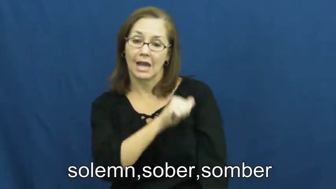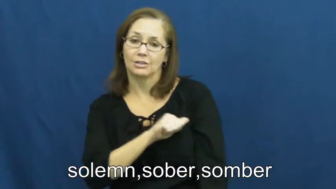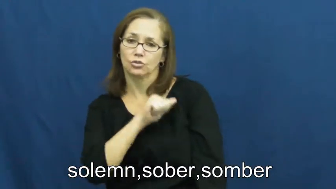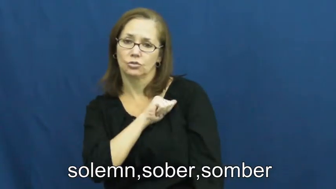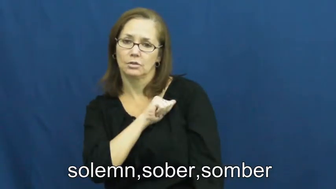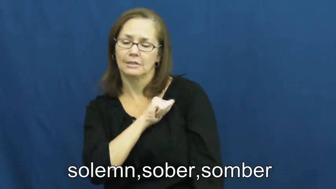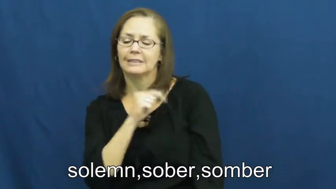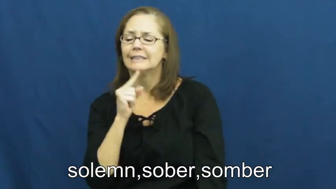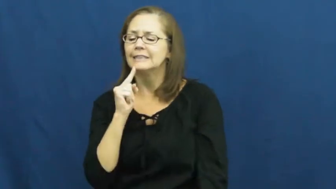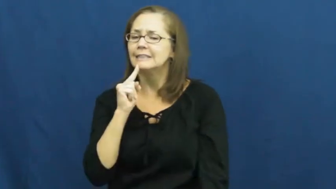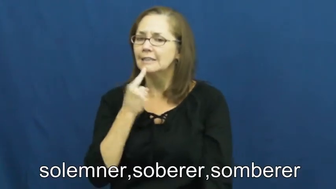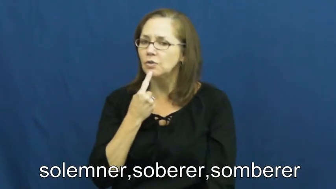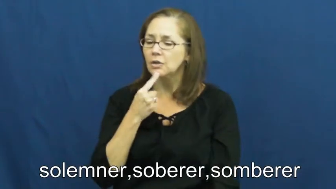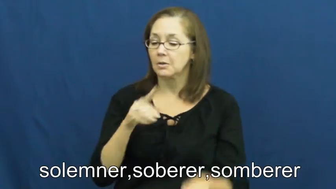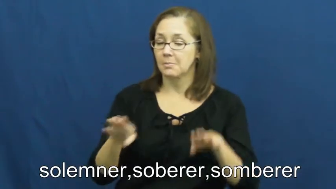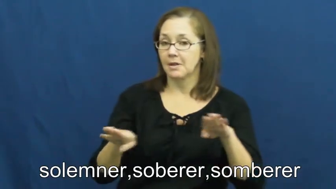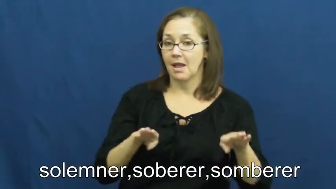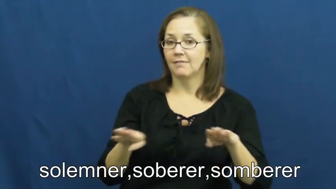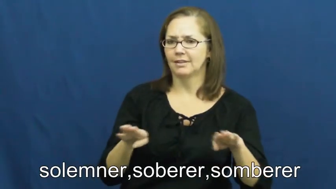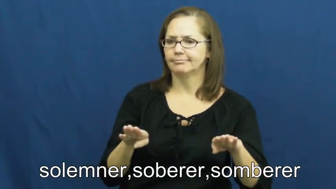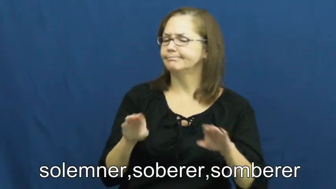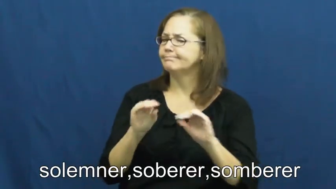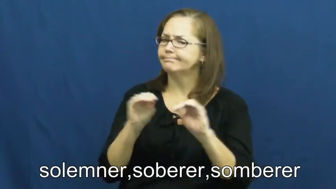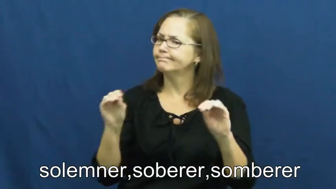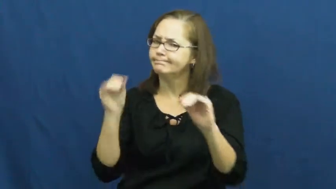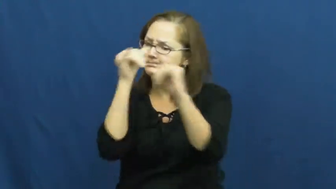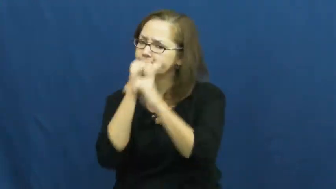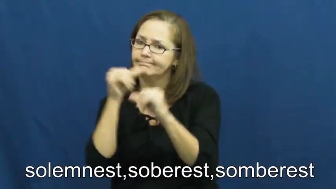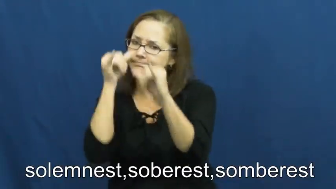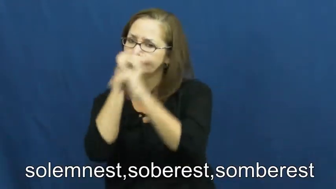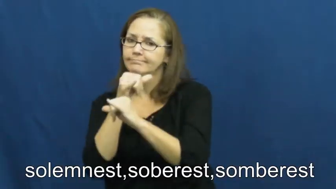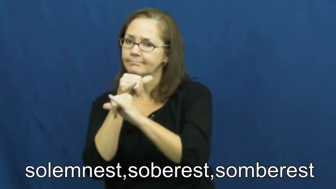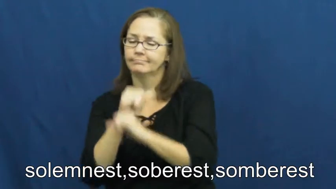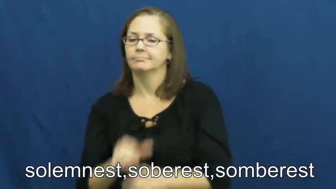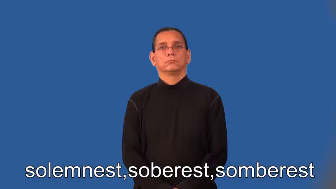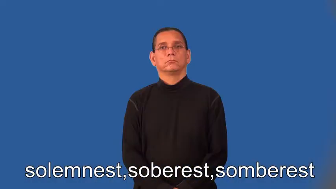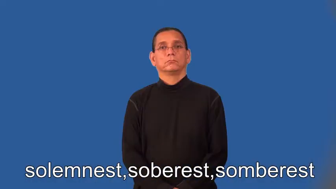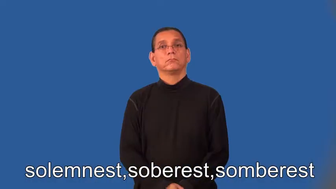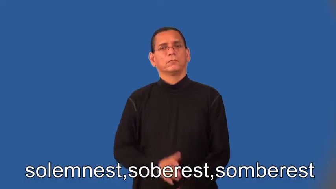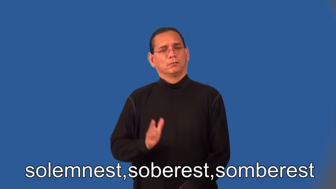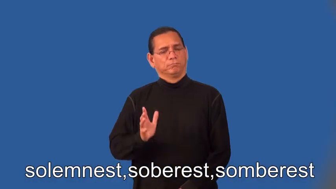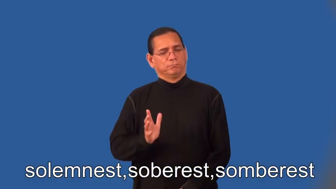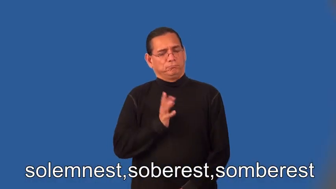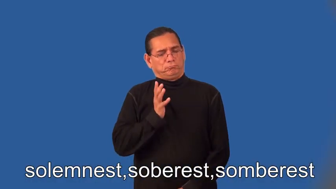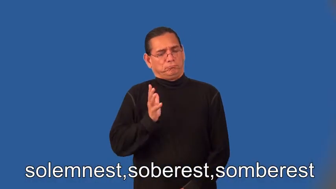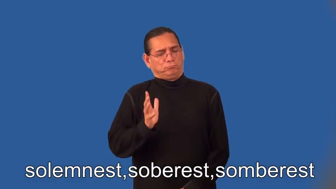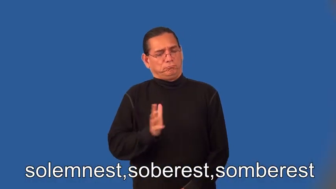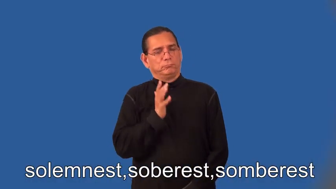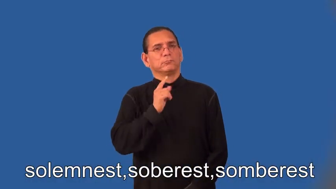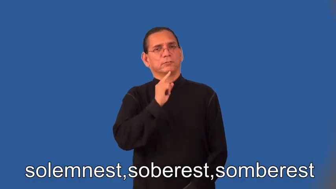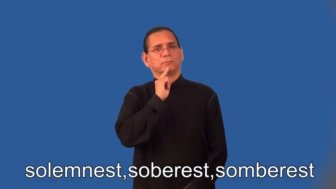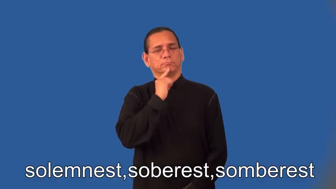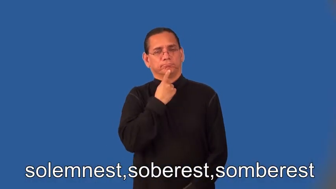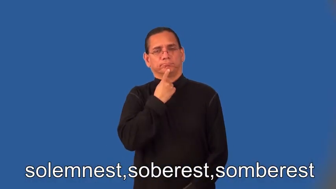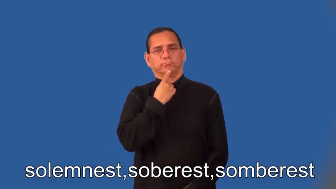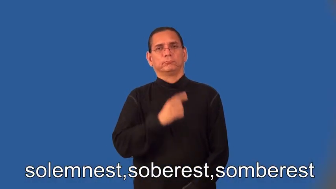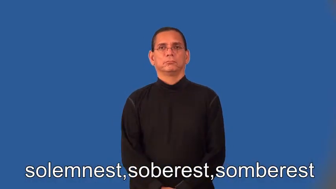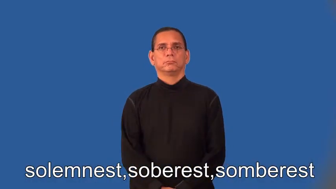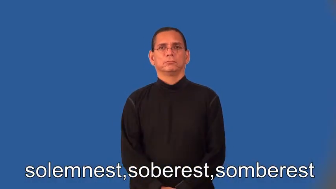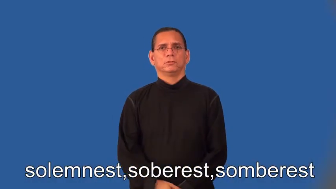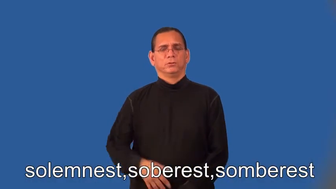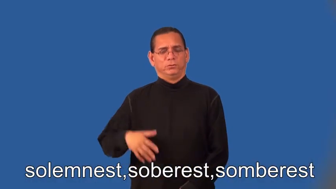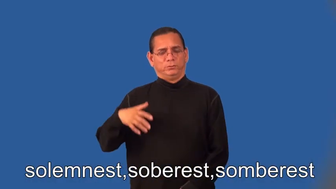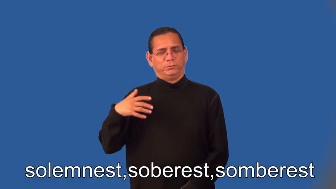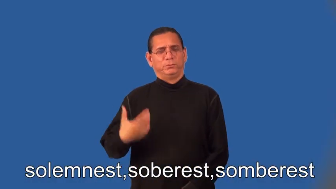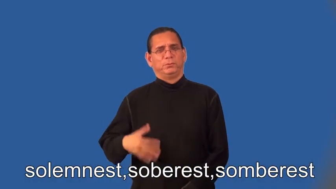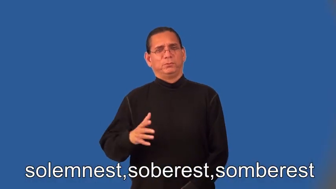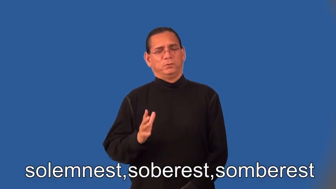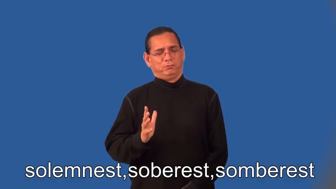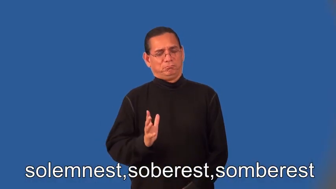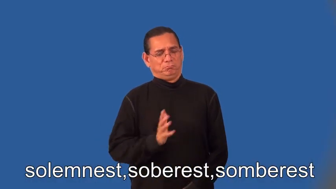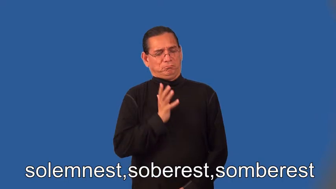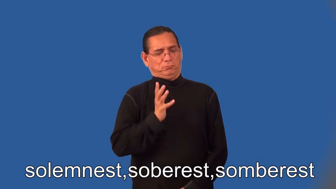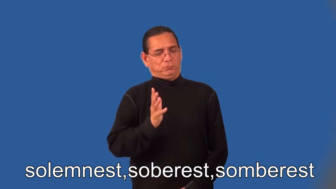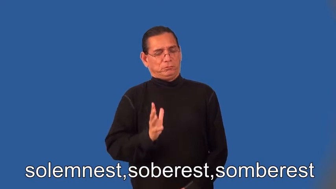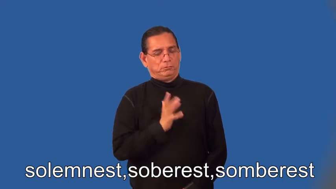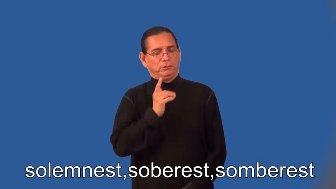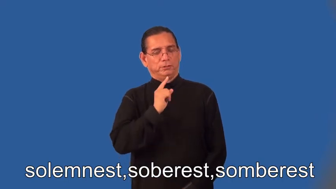solemner,soberer,somberer,solemnest,soberest,somberest